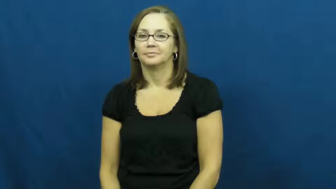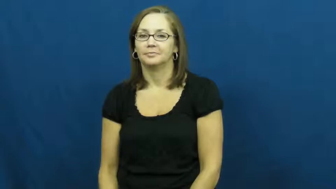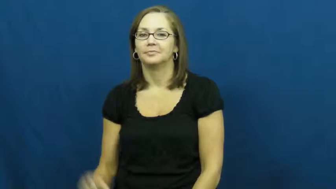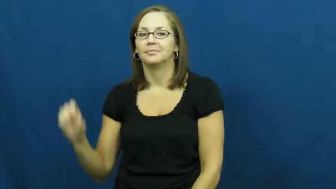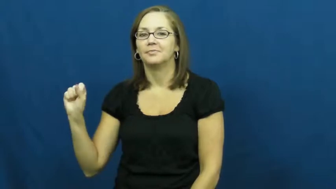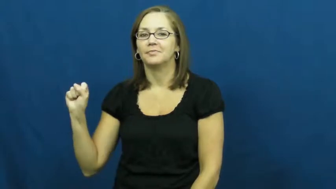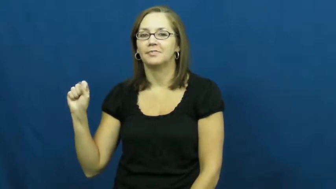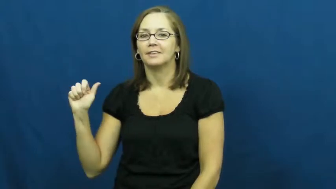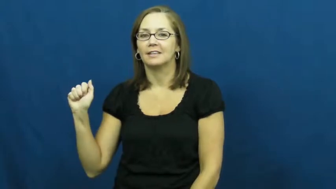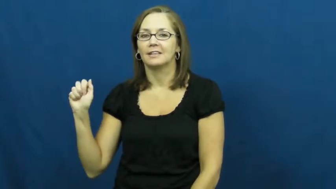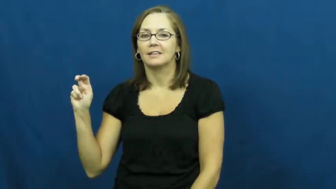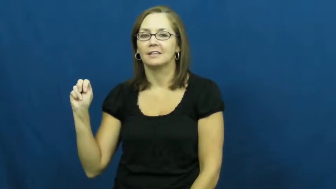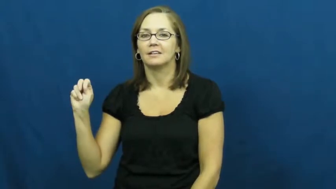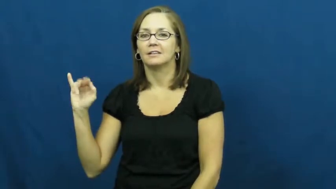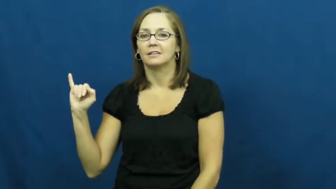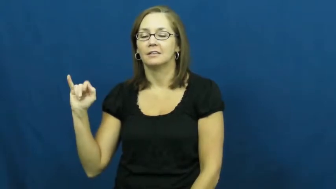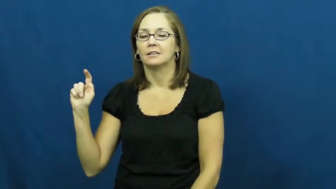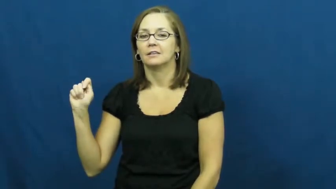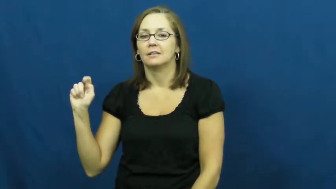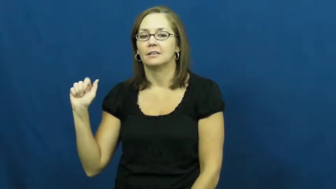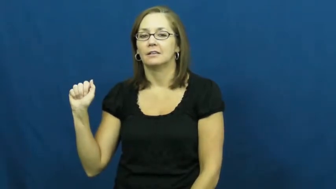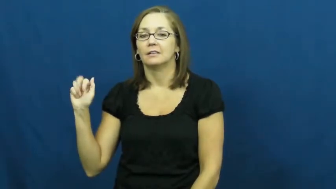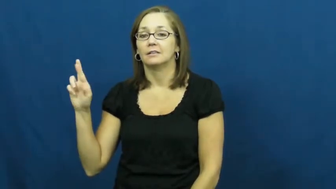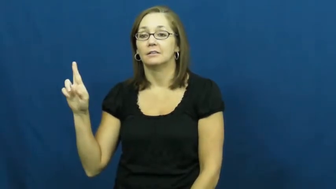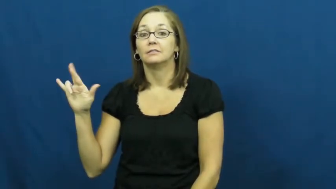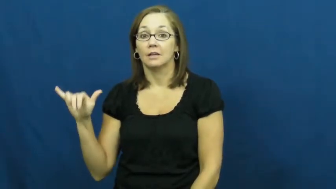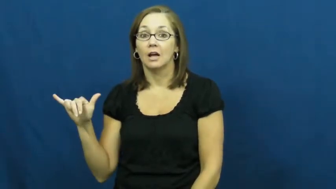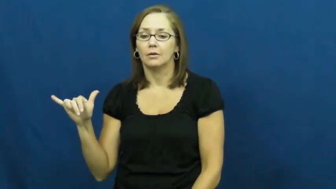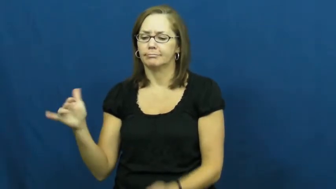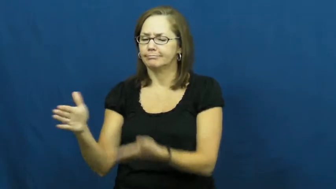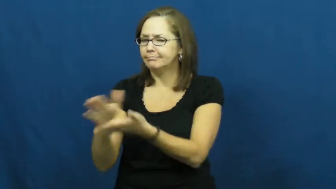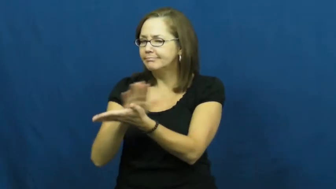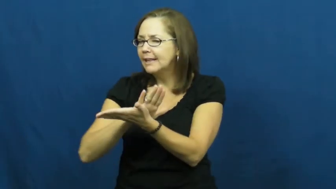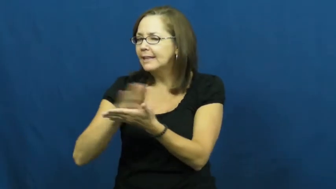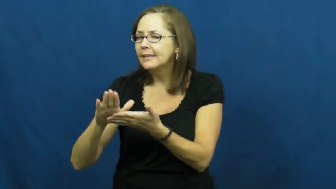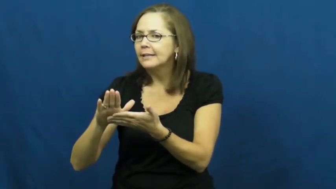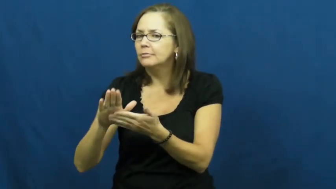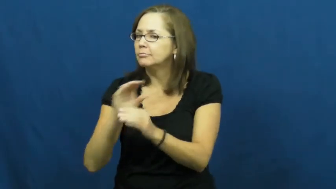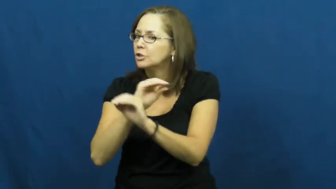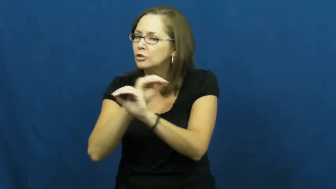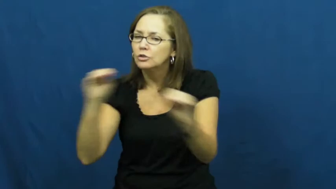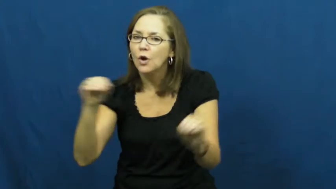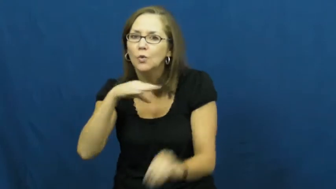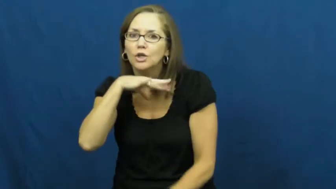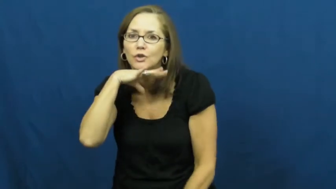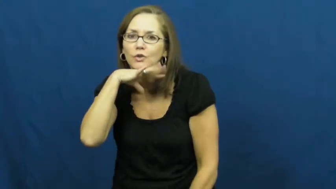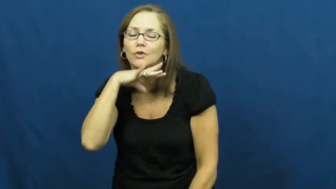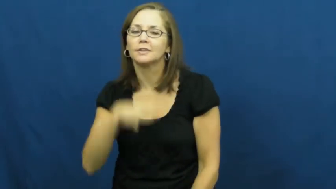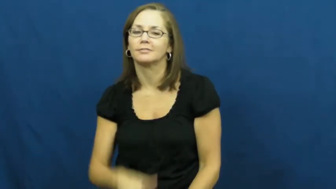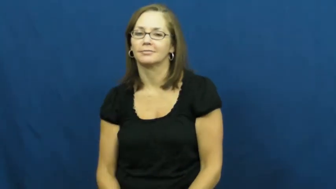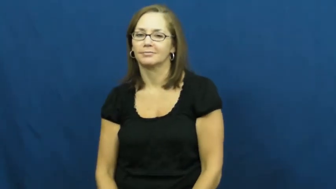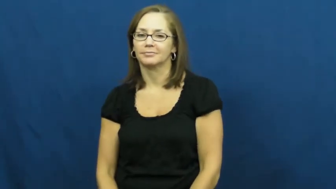sanitary